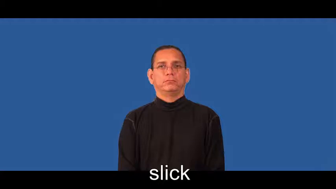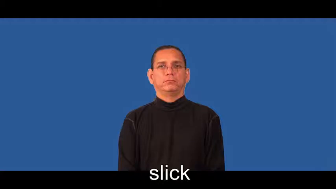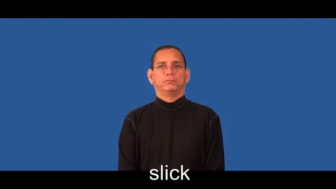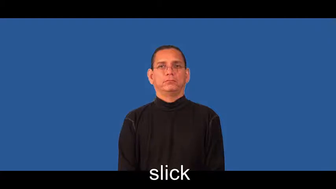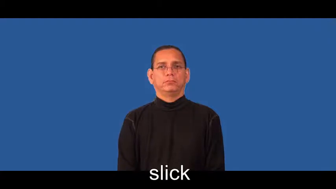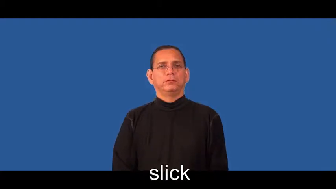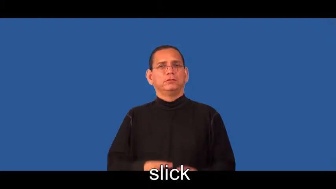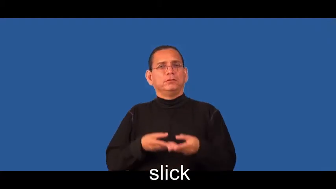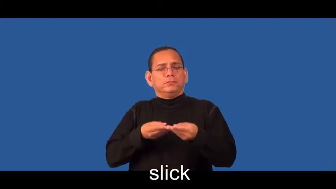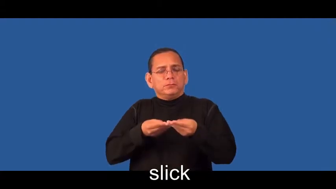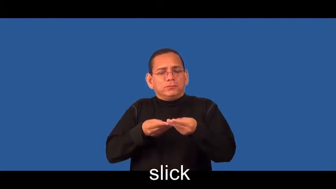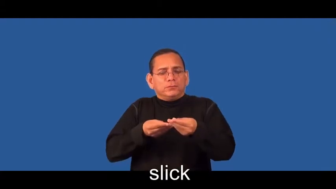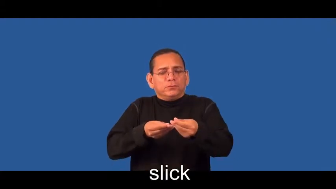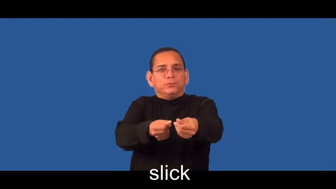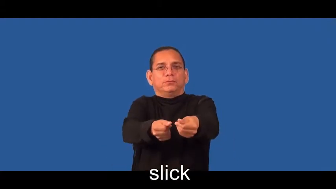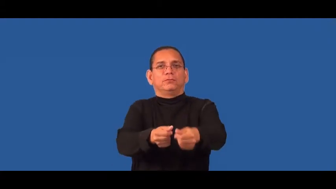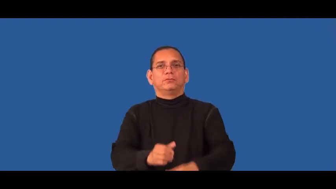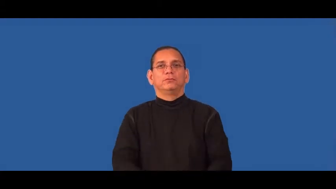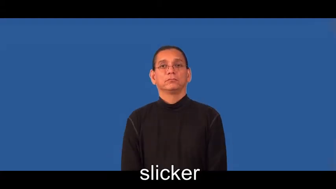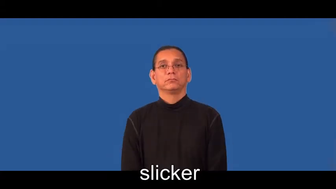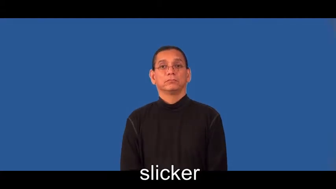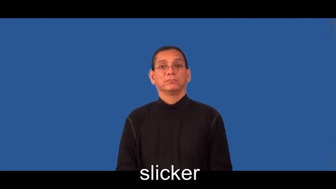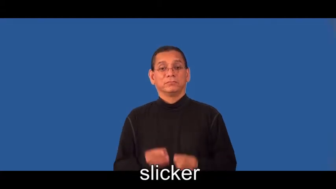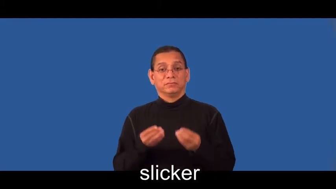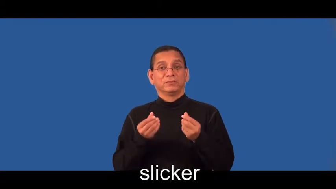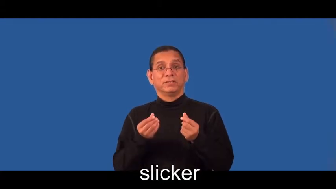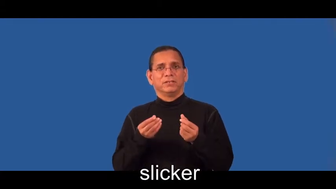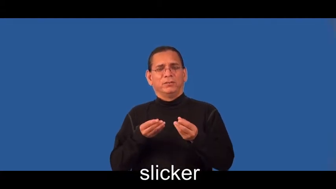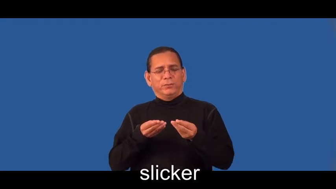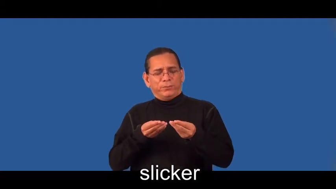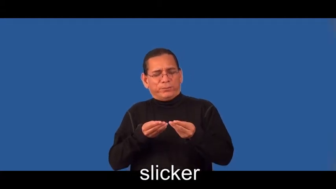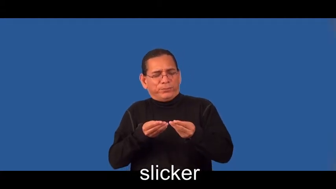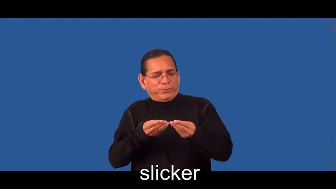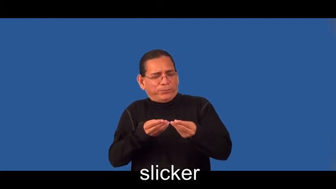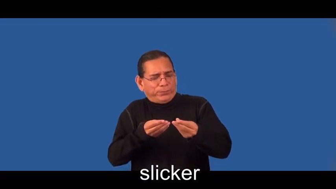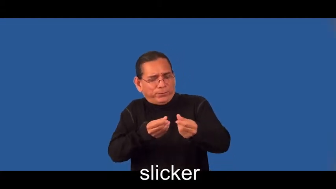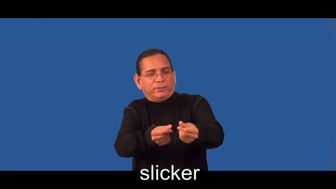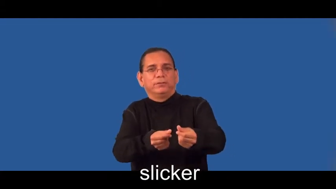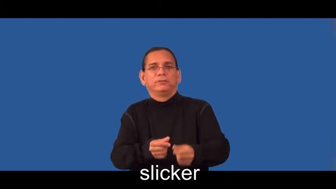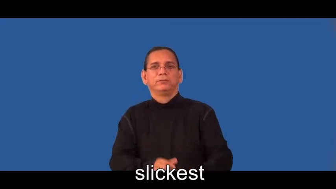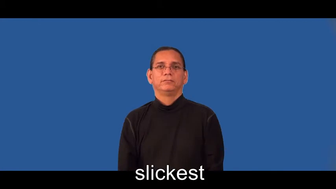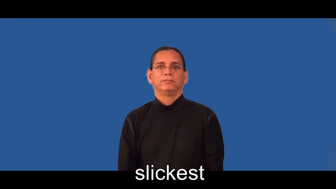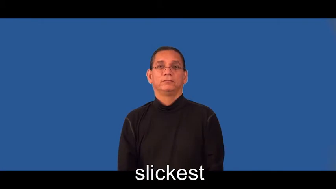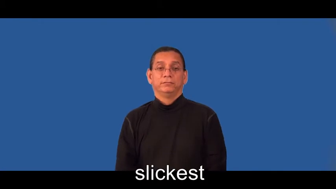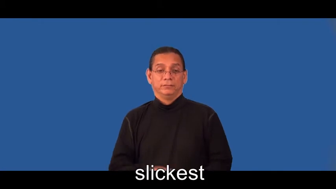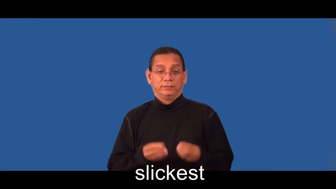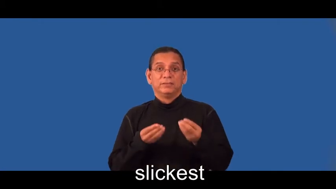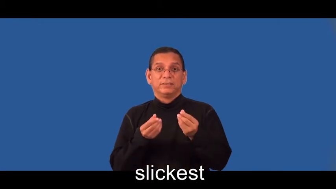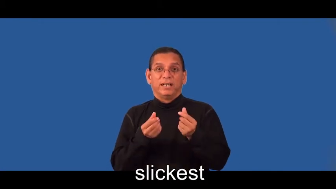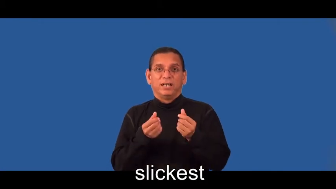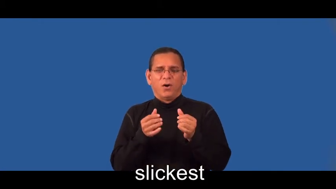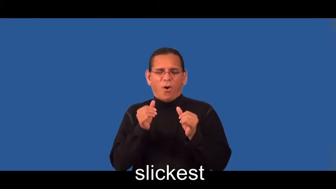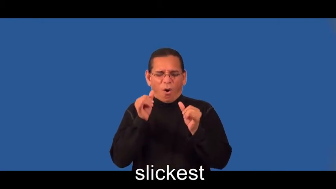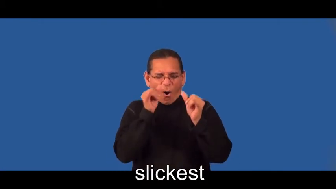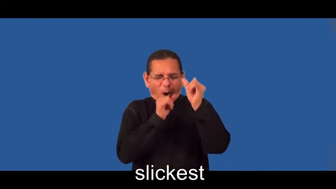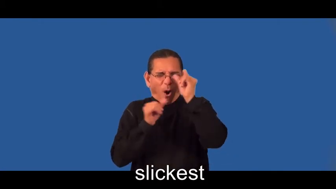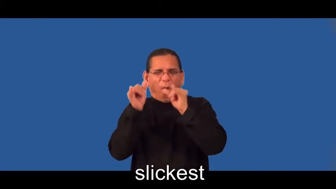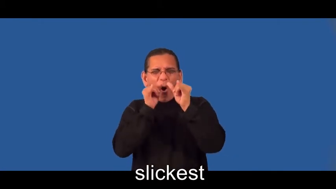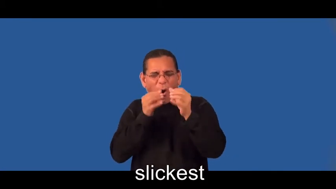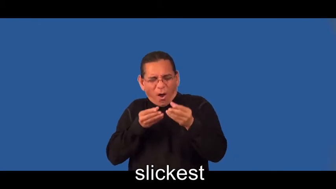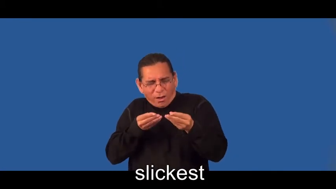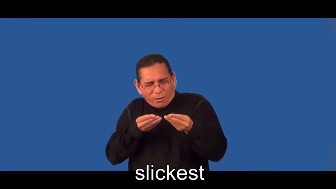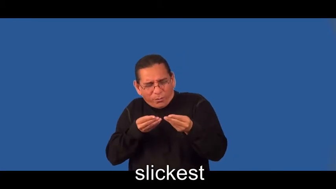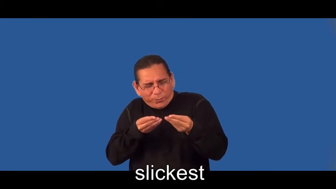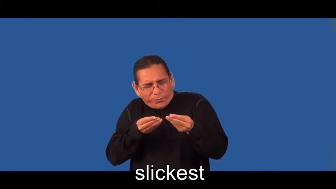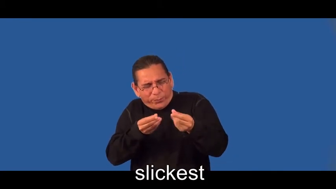slicker,slickest-smooth